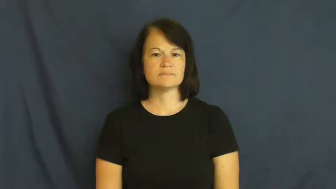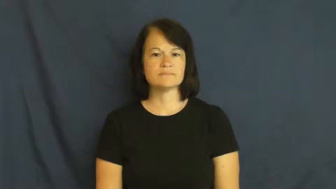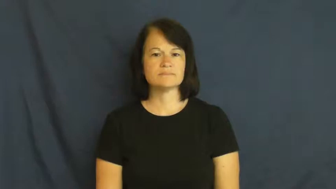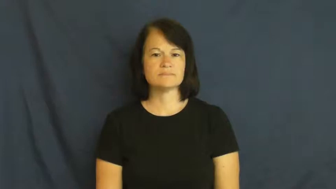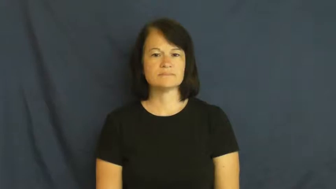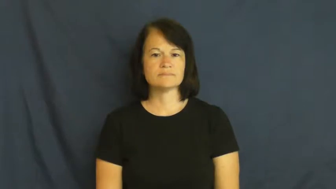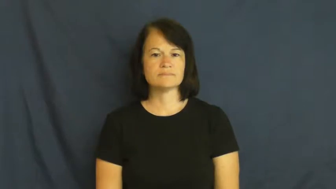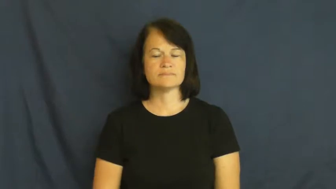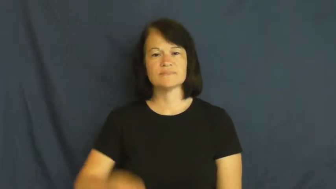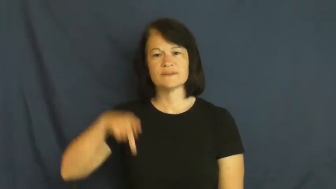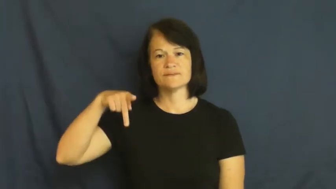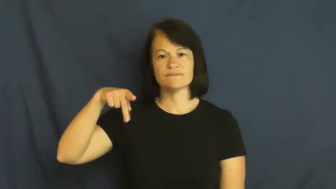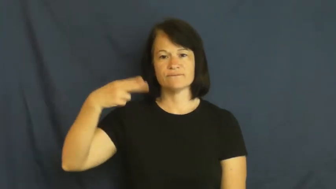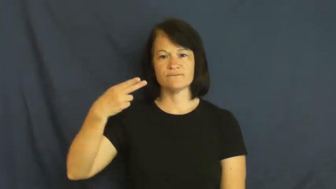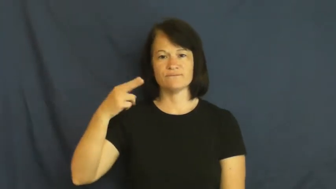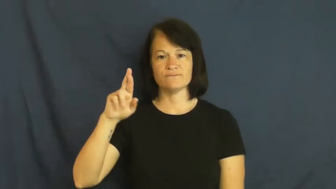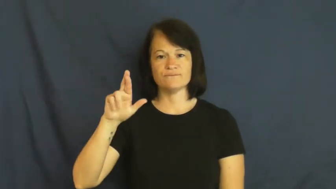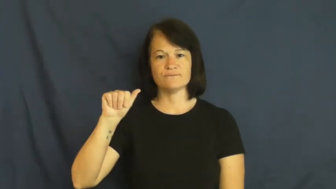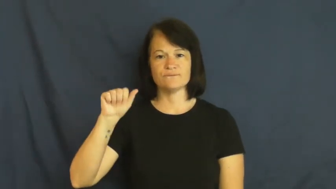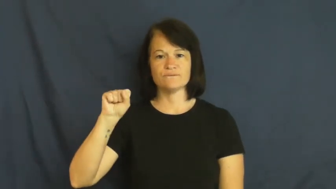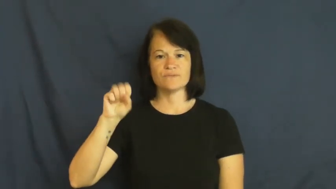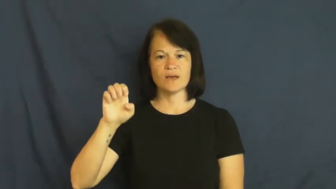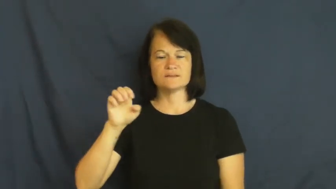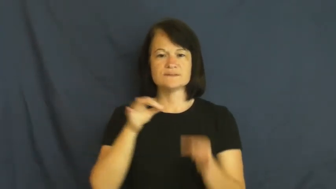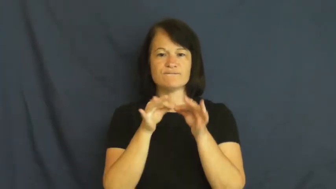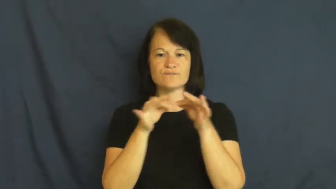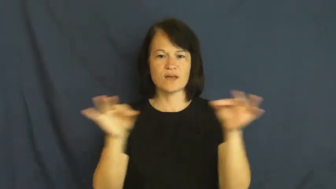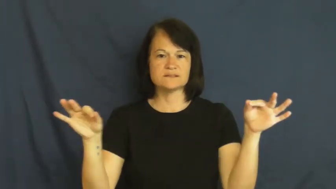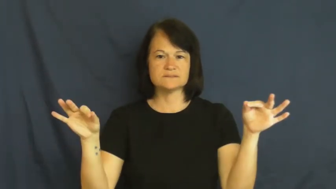phrase